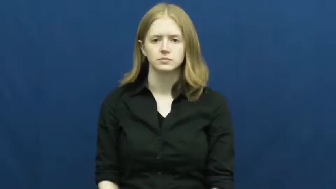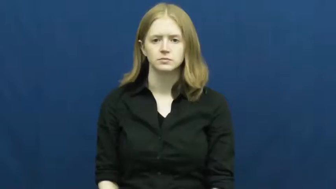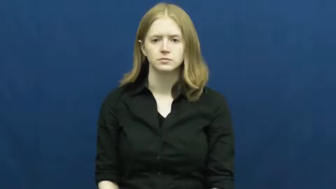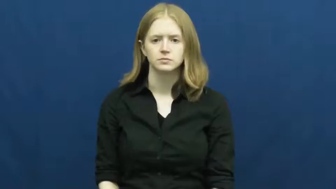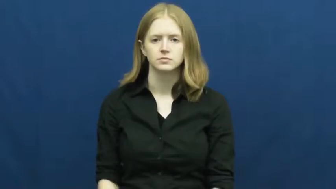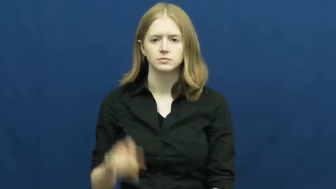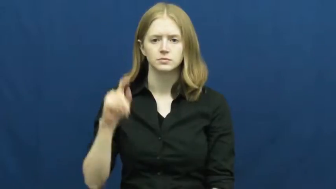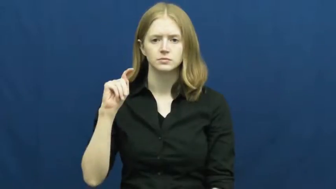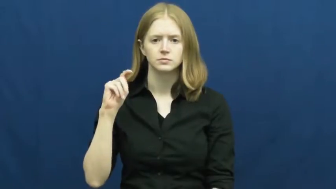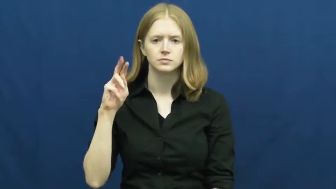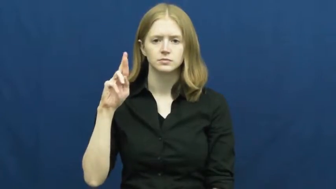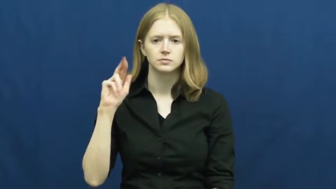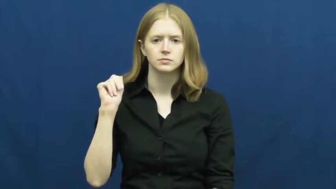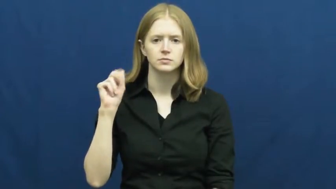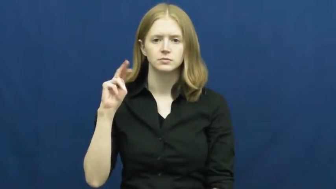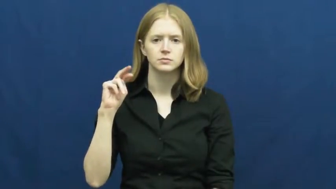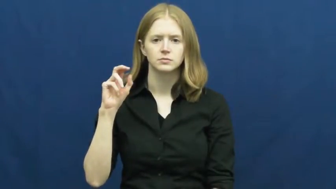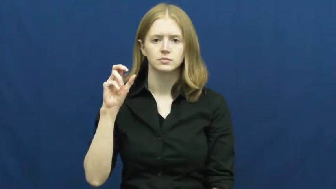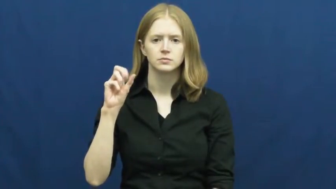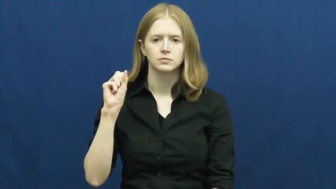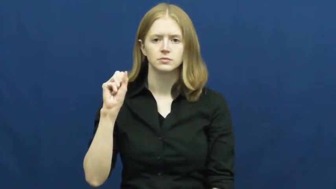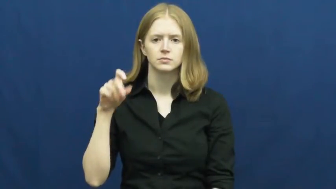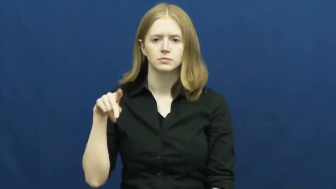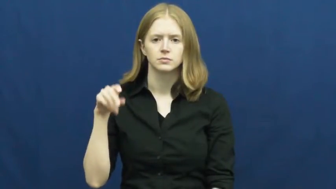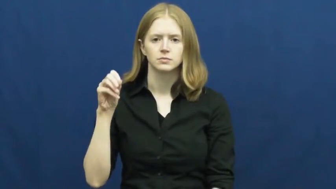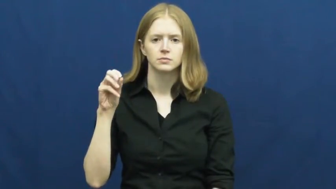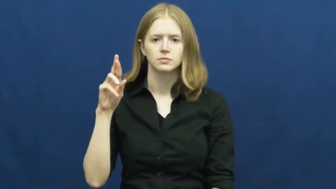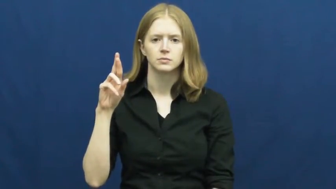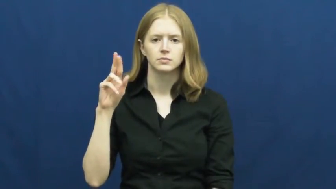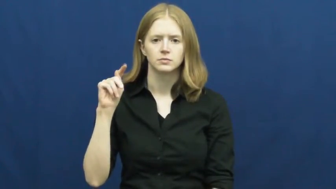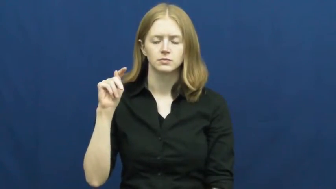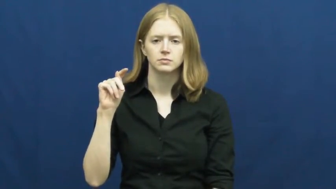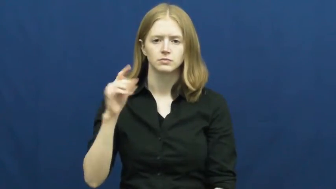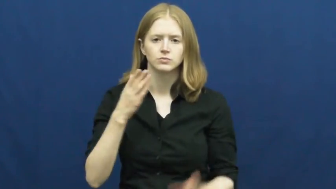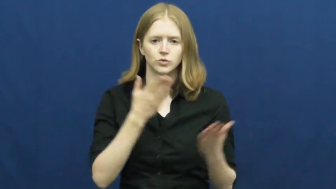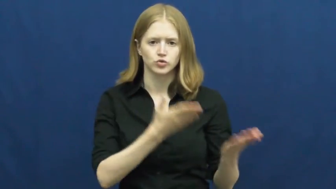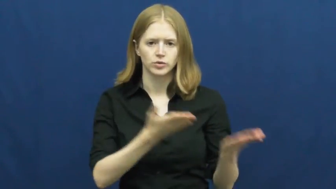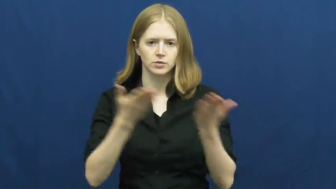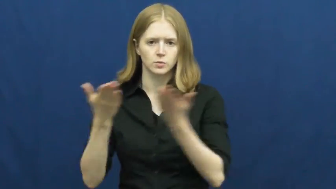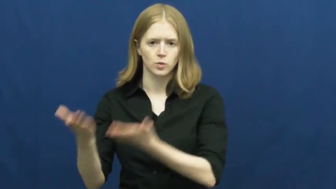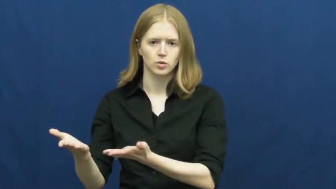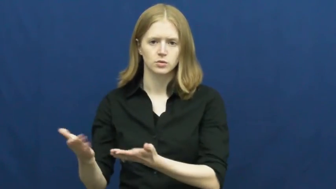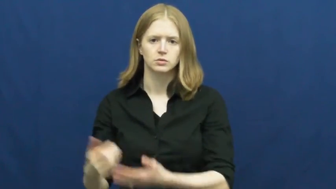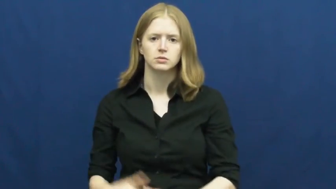transport